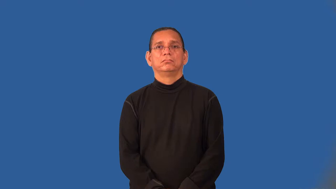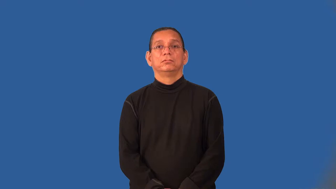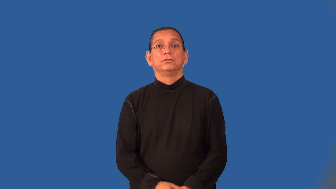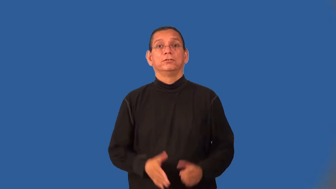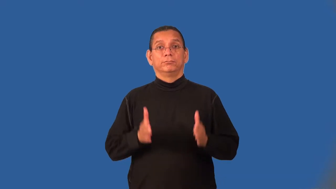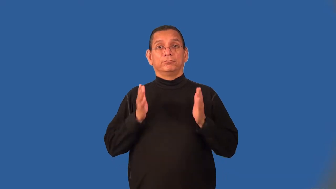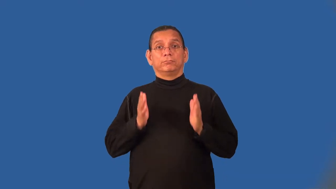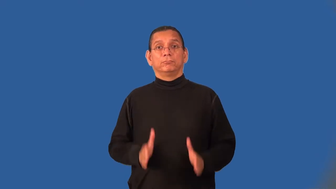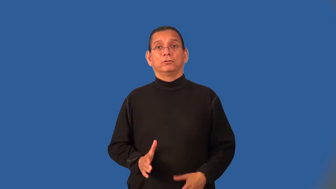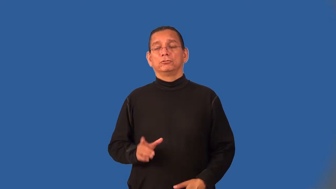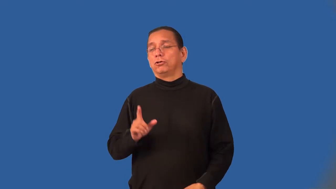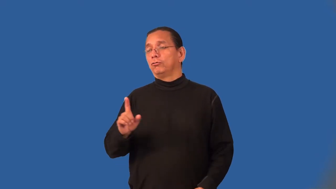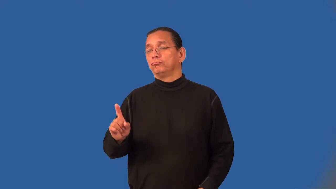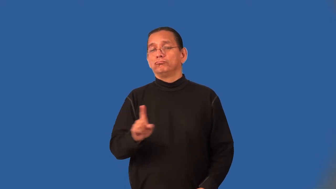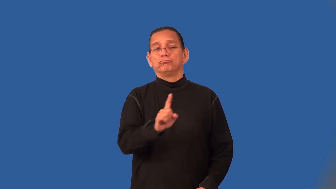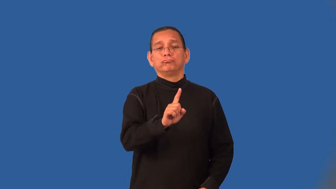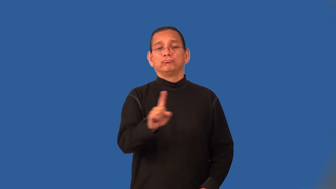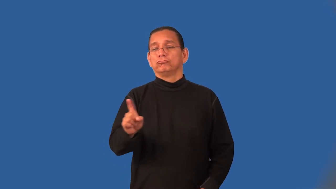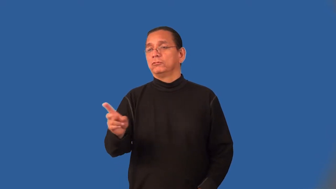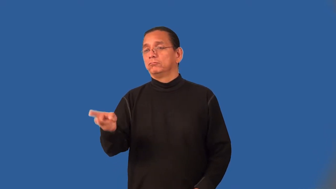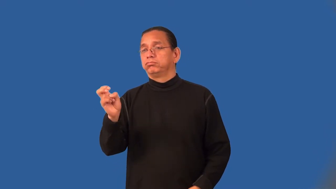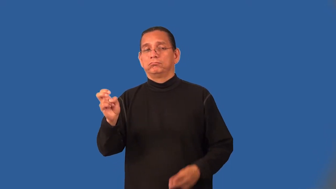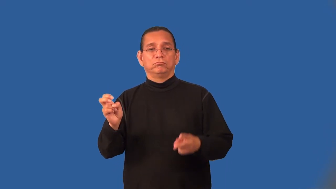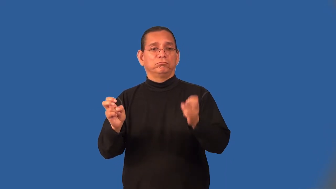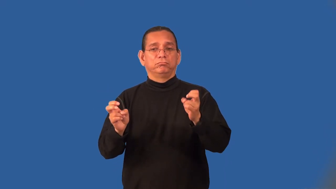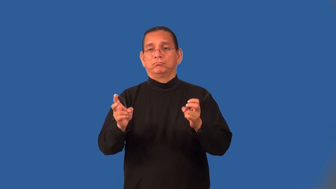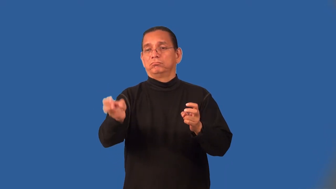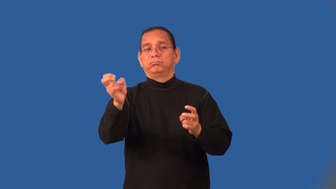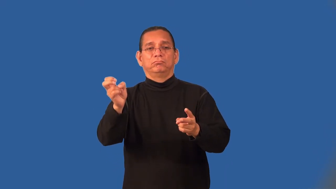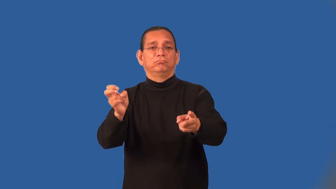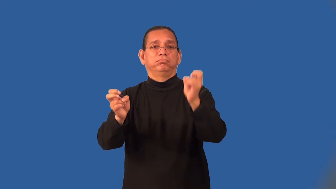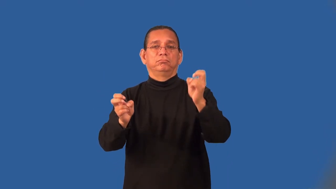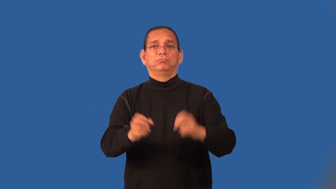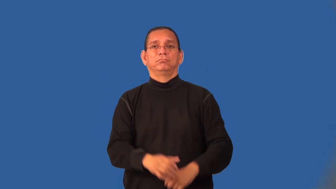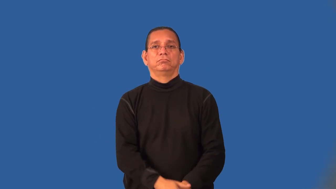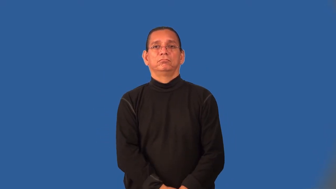marauder